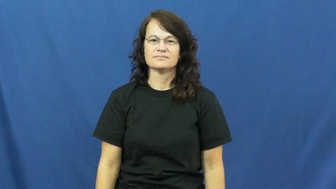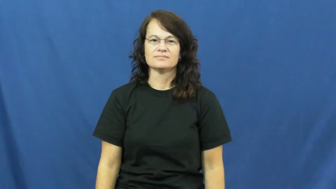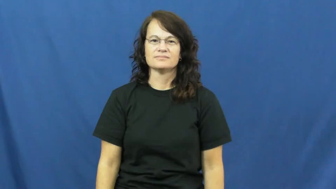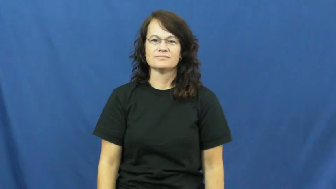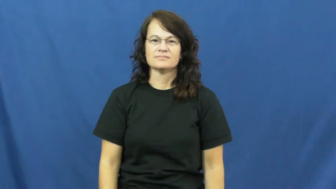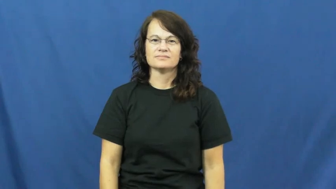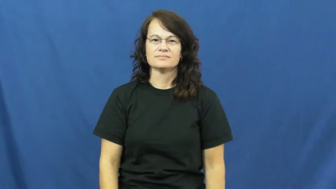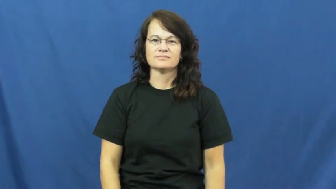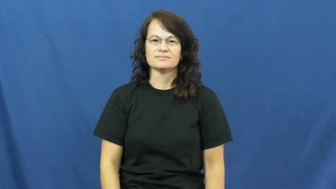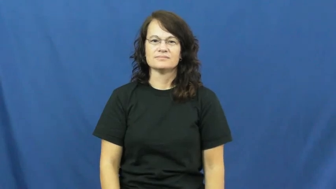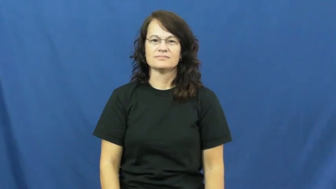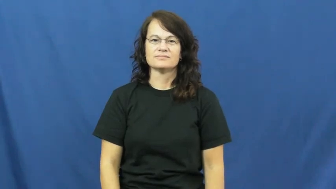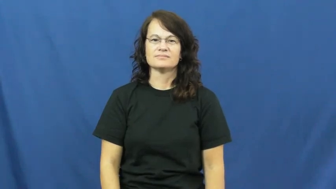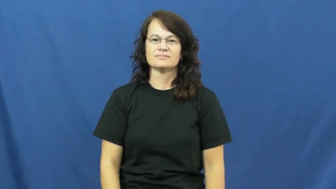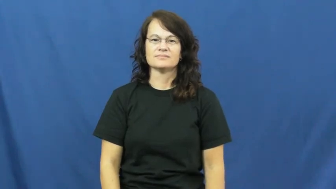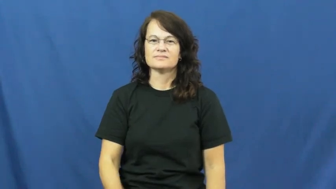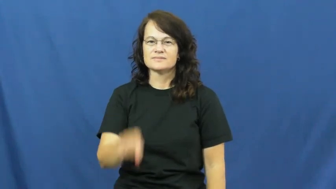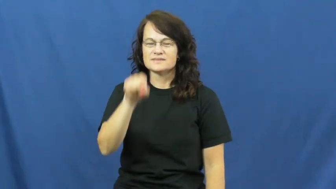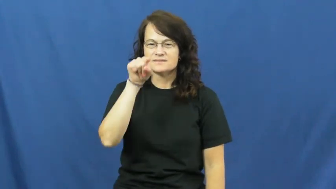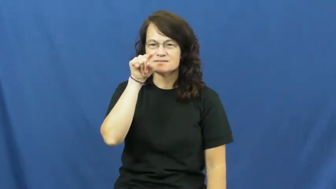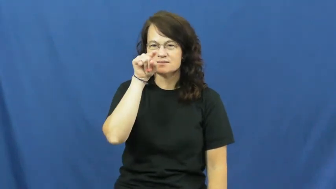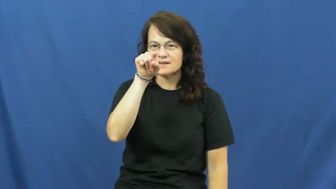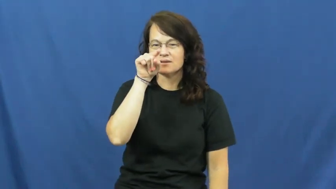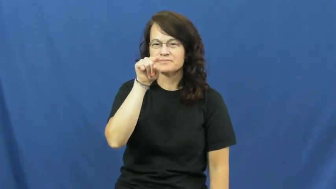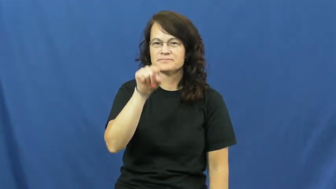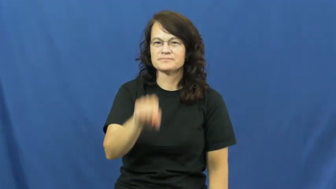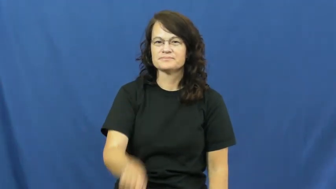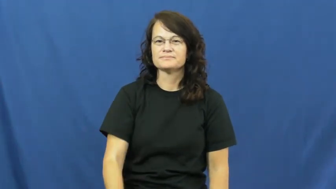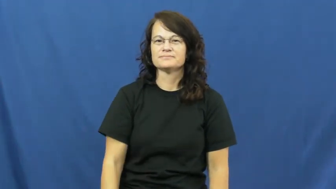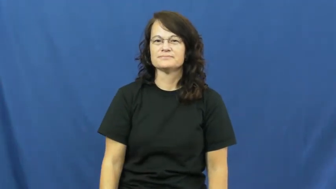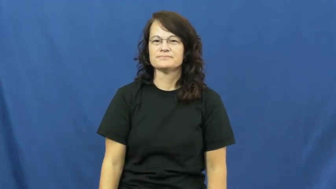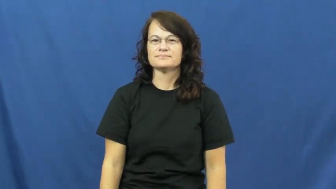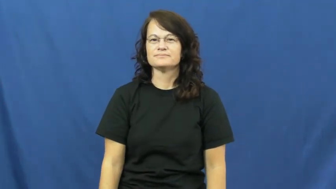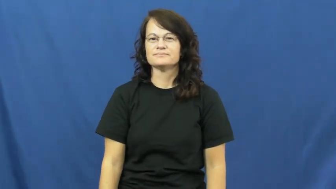point-math